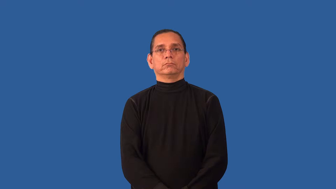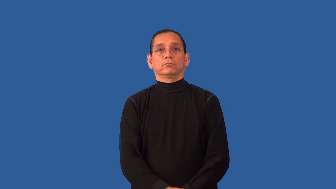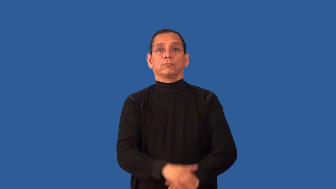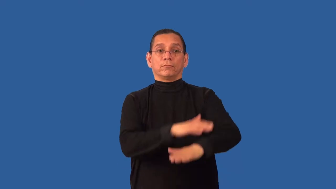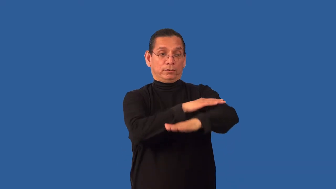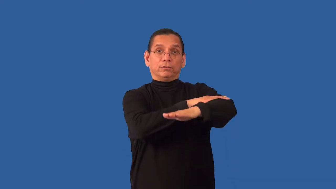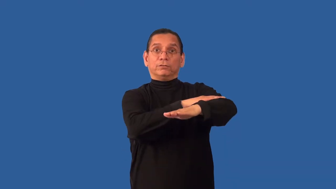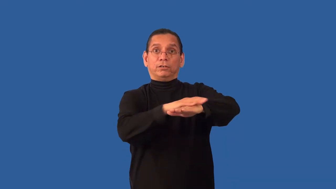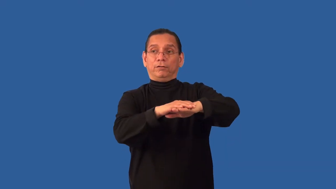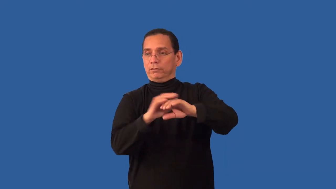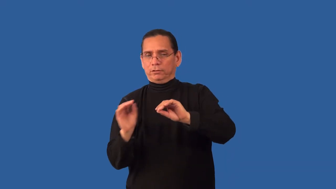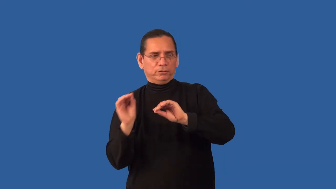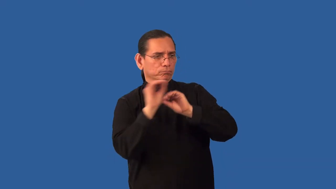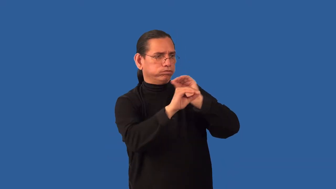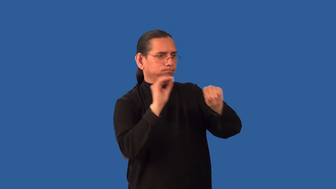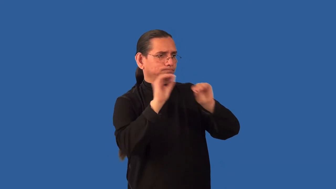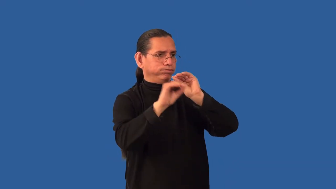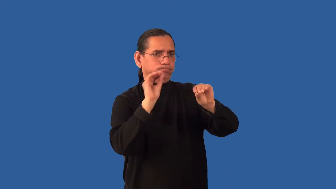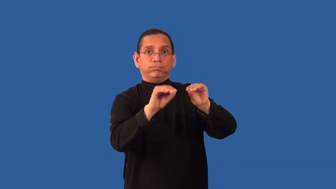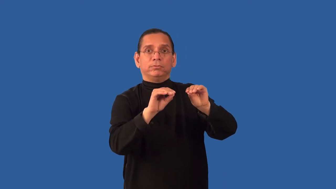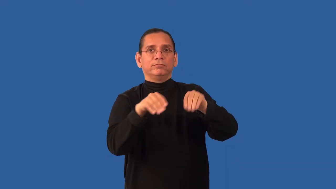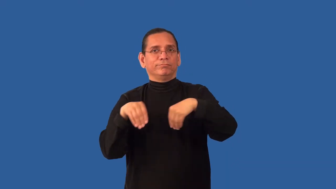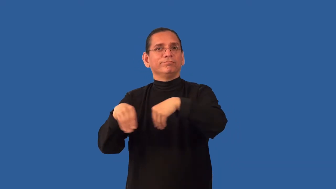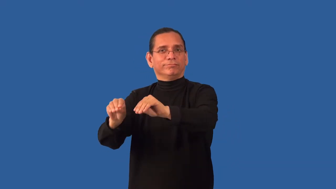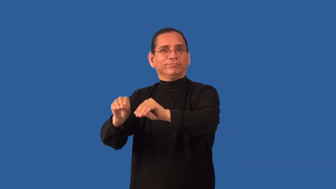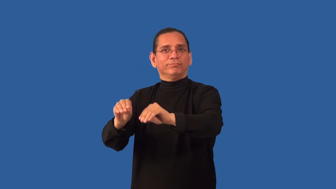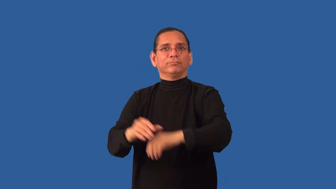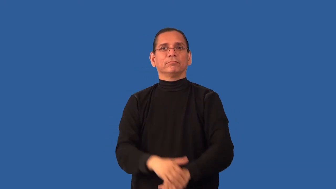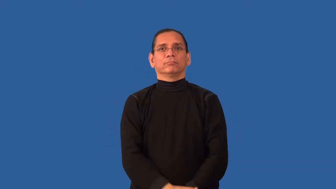restock